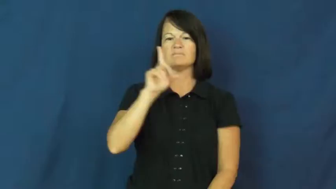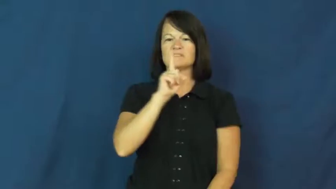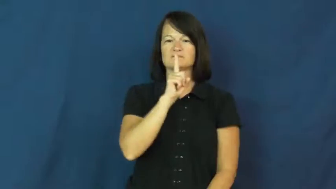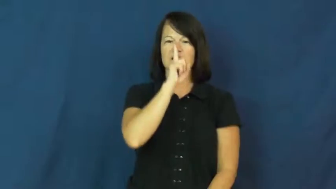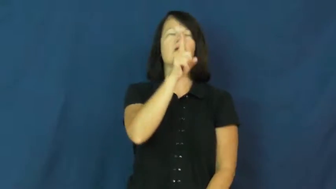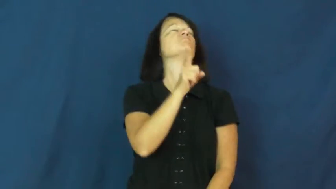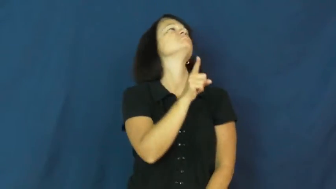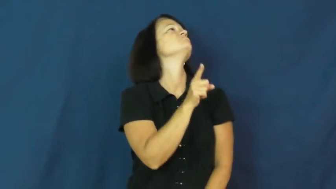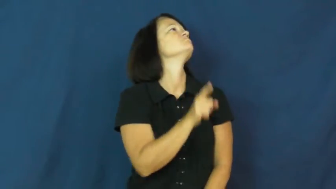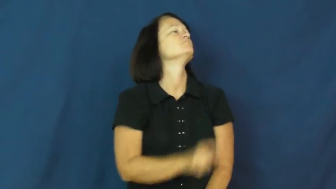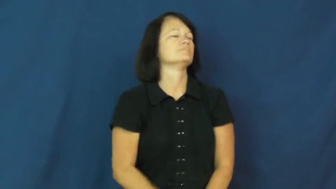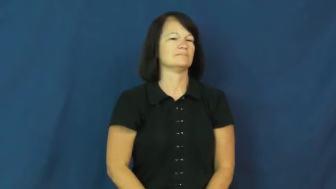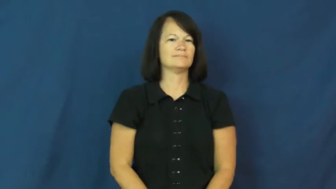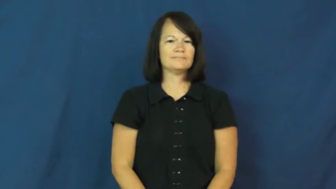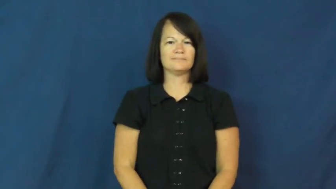snob,sanctimonious,pompous,smug,imperious,huffy,stuck up,nob,highbrow,snooty,hauteur,aristocrat